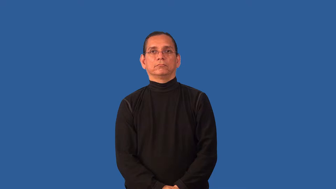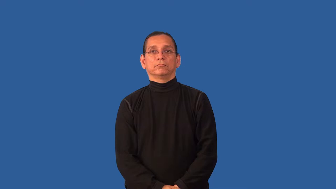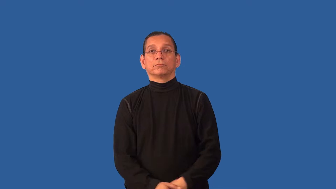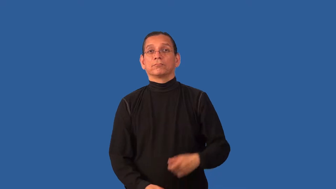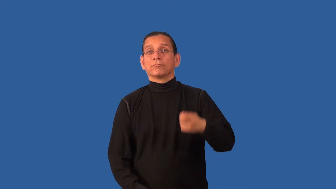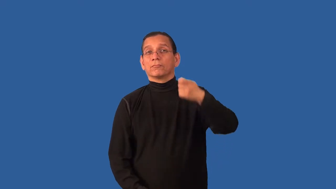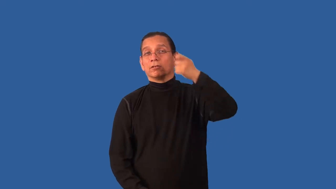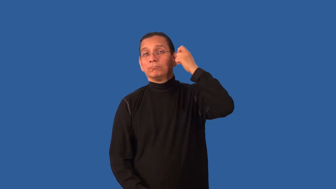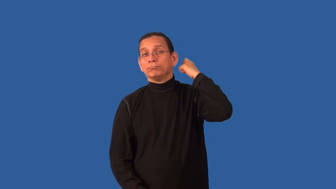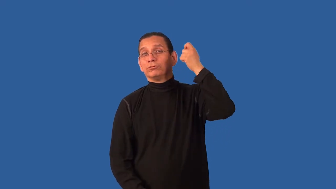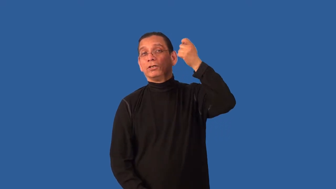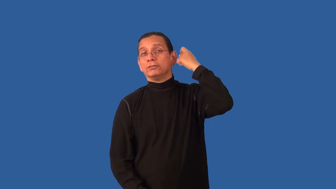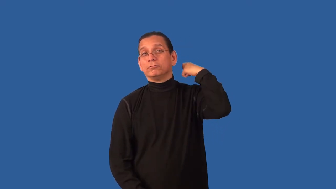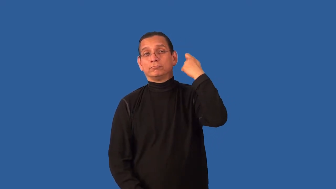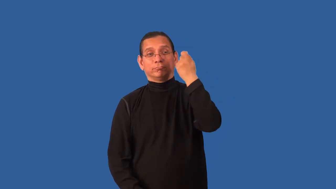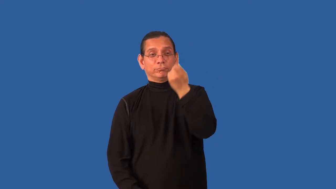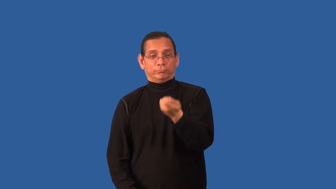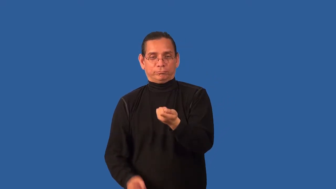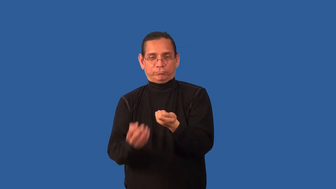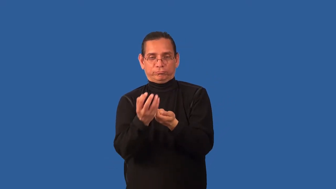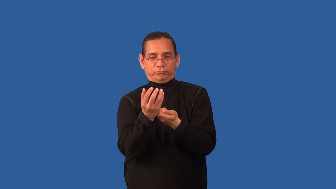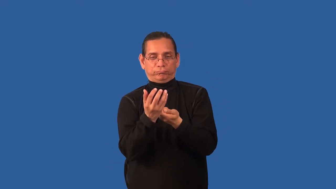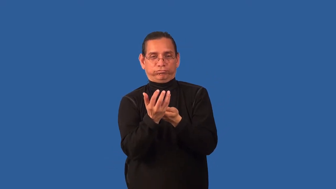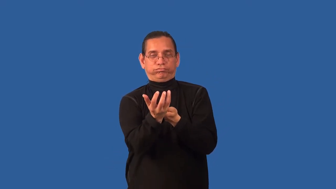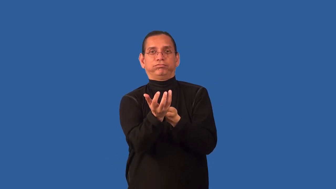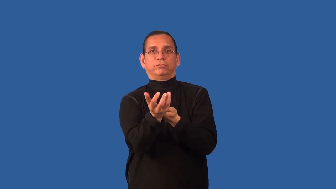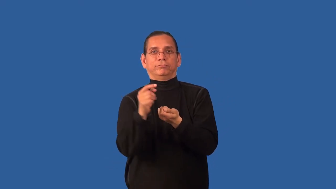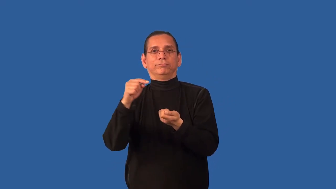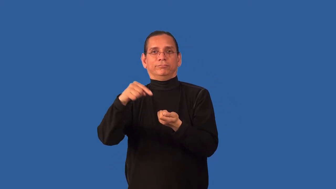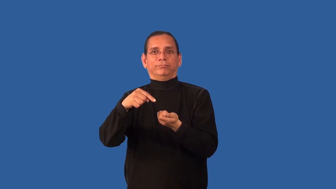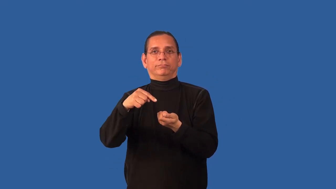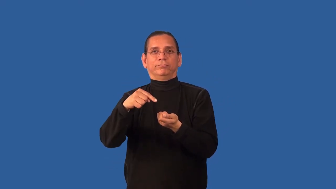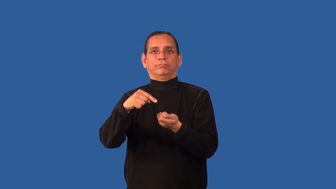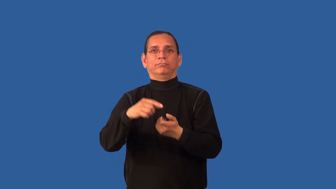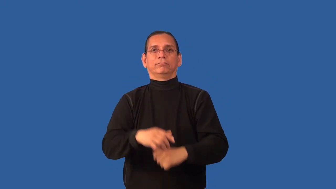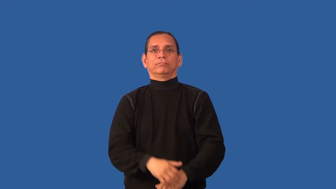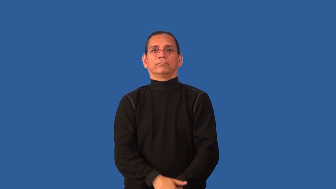bristle-brush